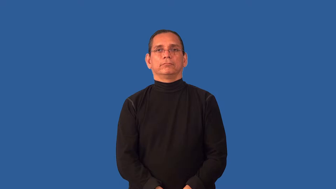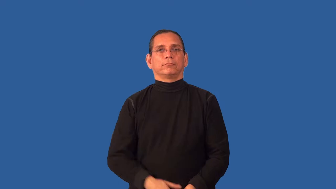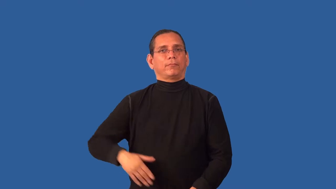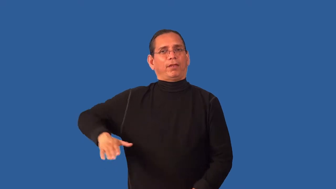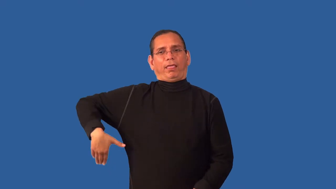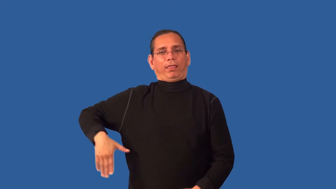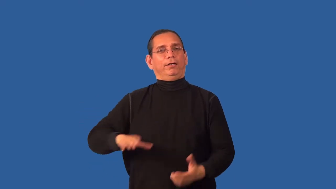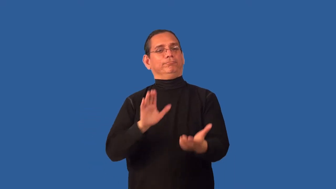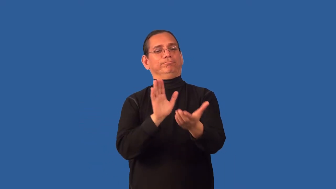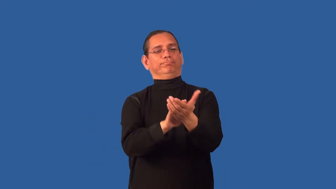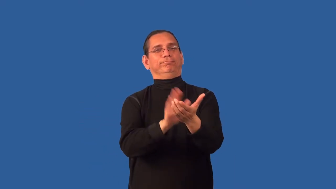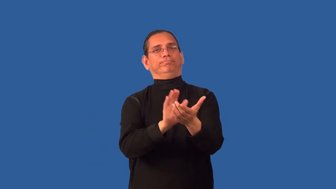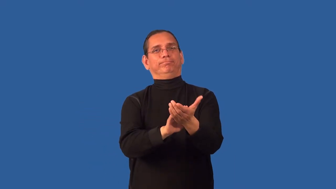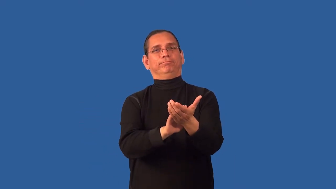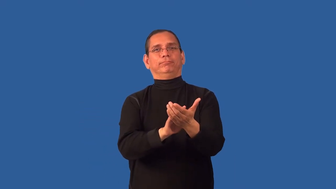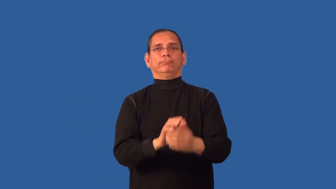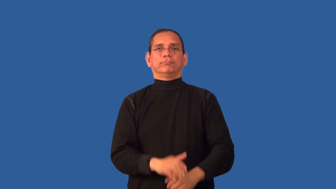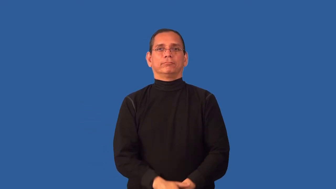unsung